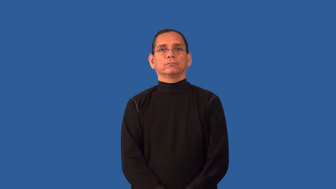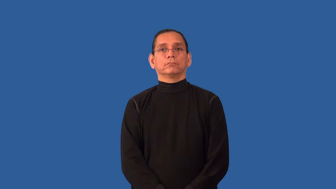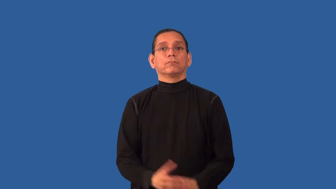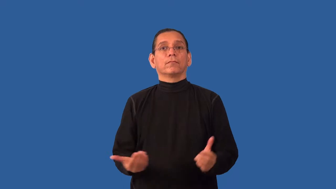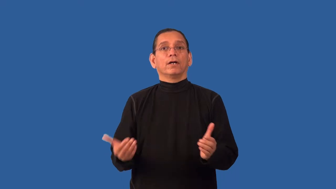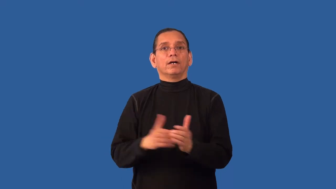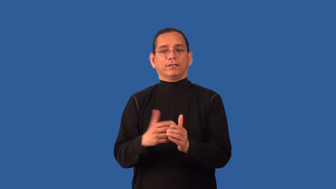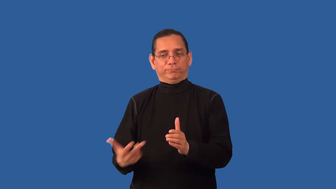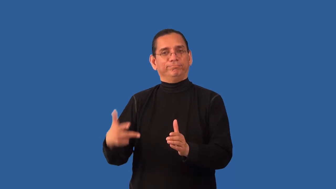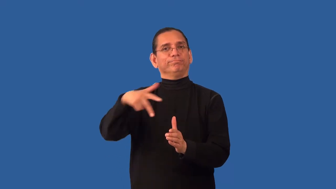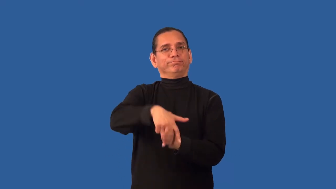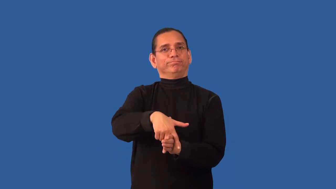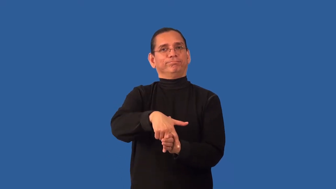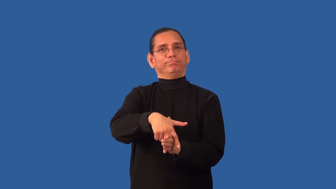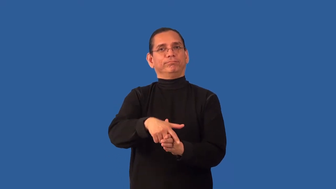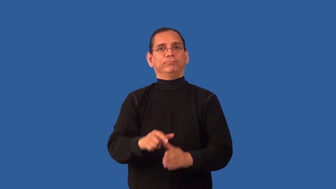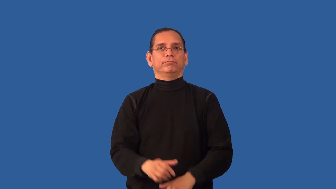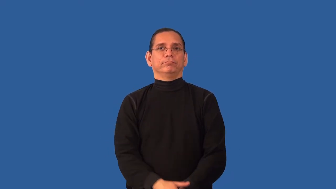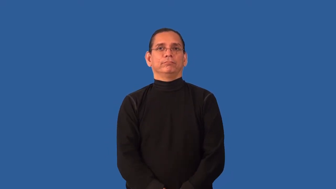remount-horse